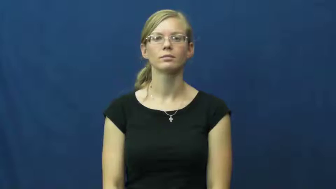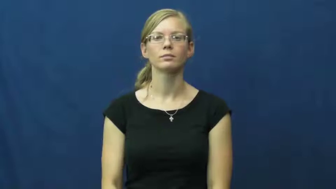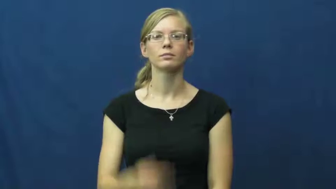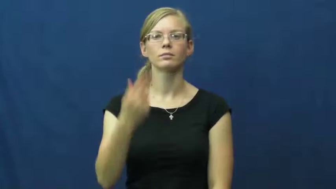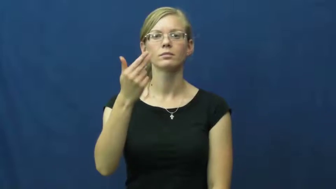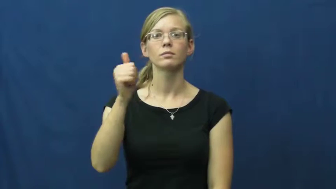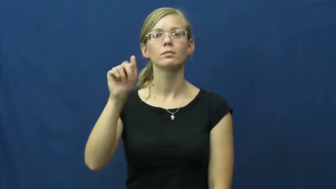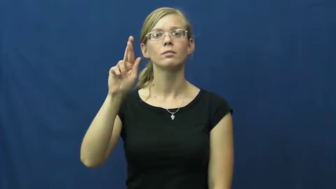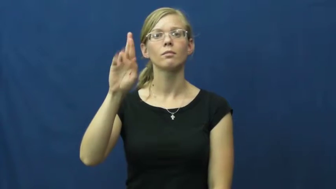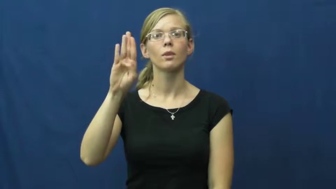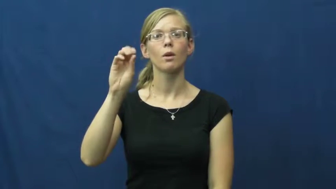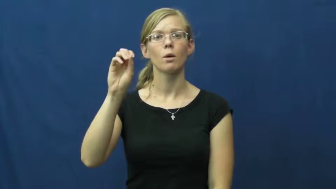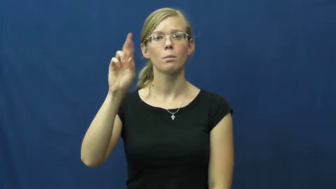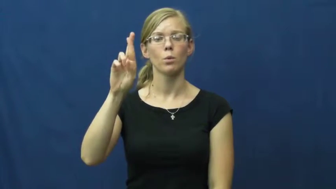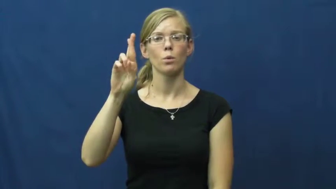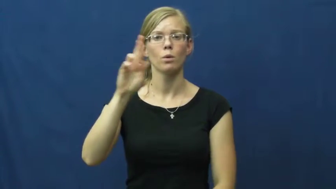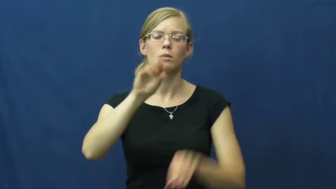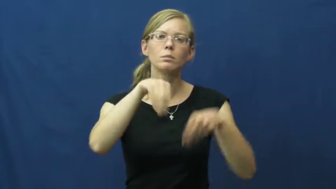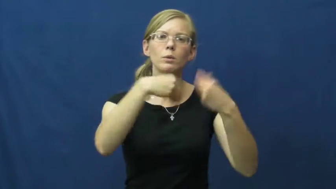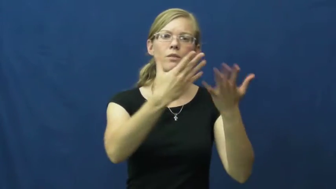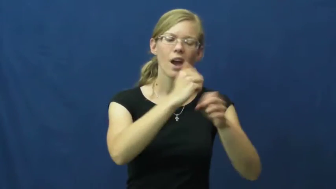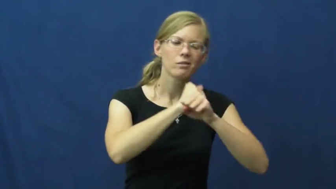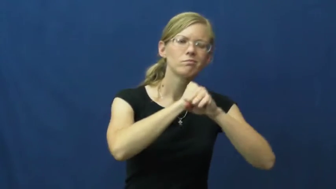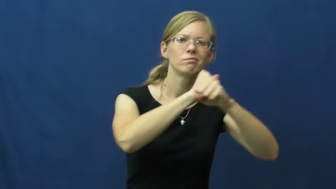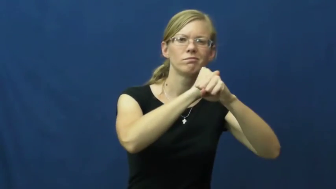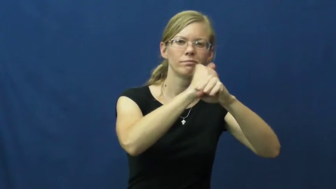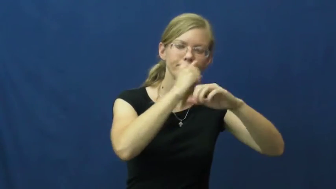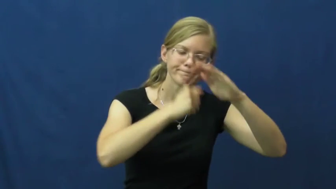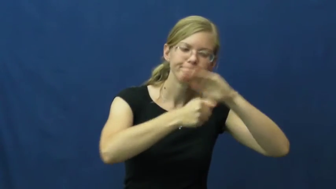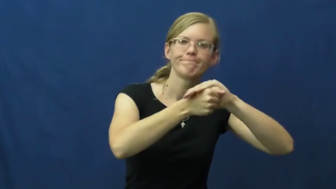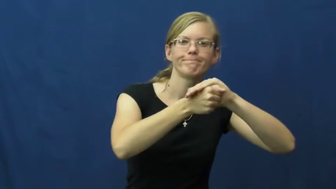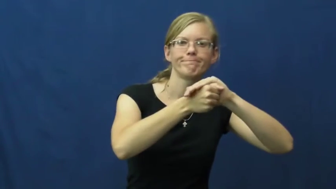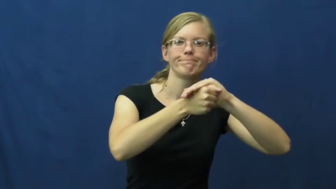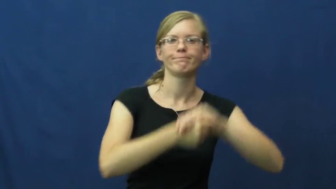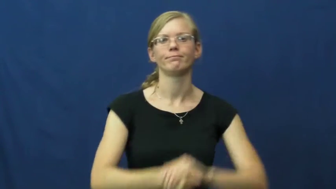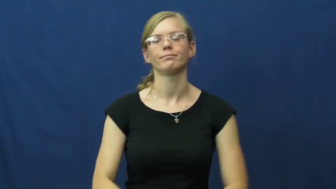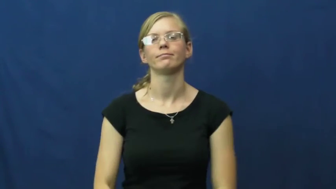harbor-hide